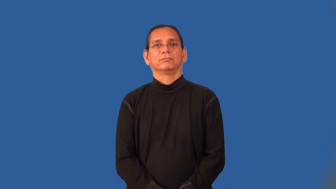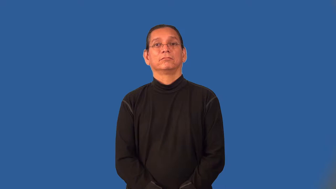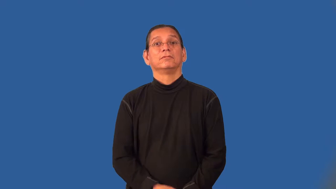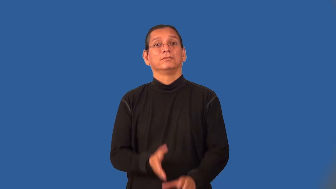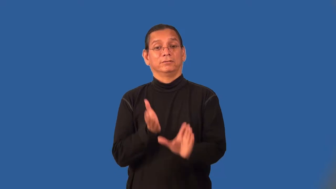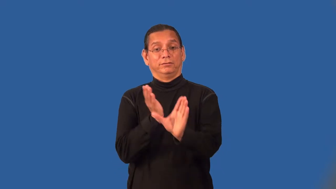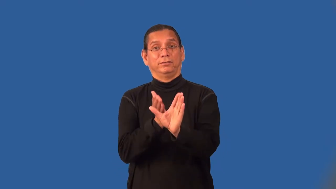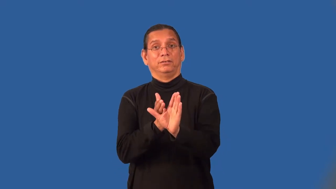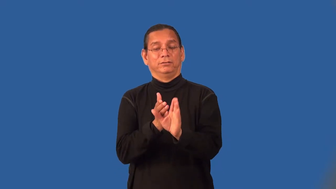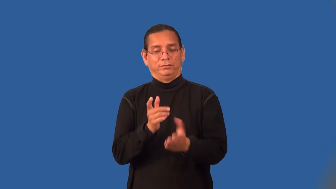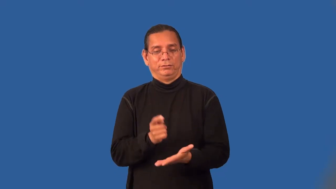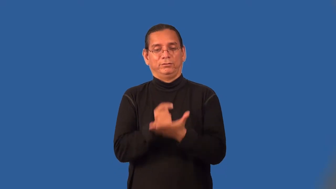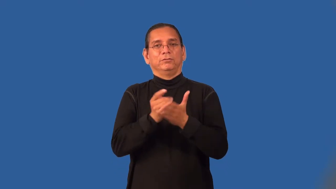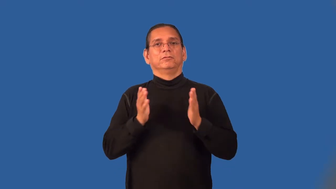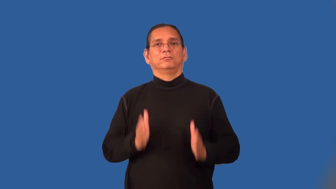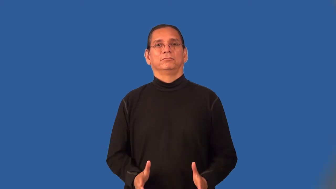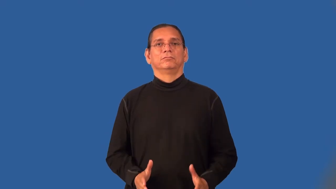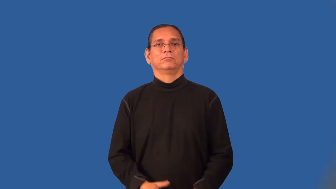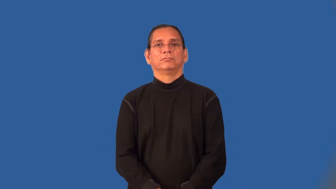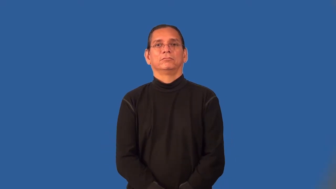psychotherapist